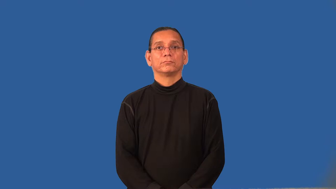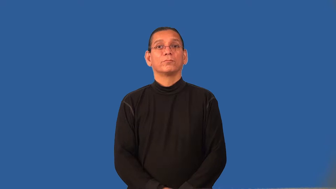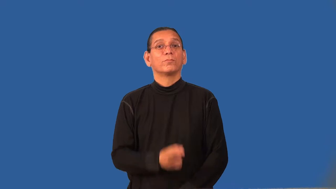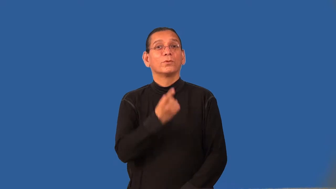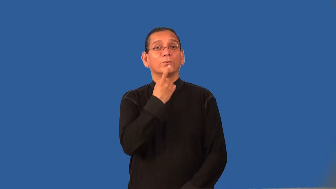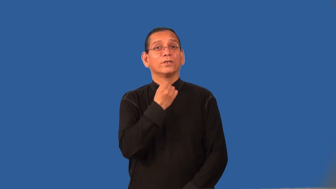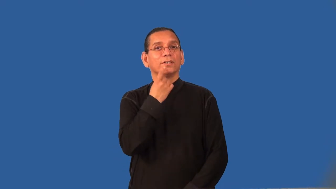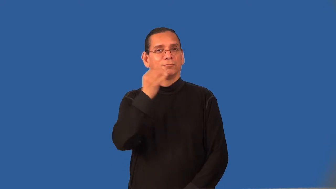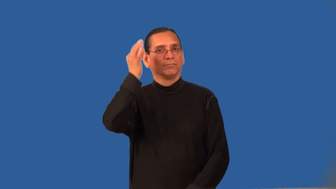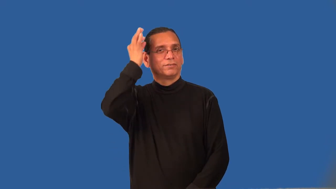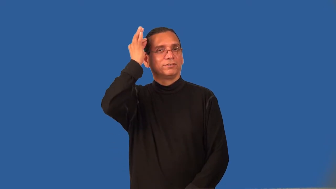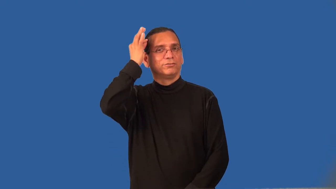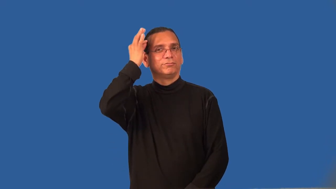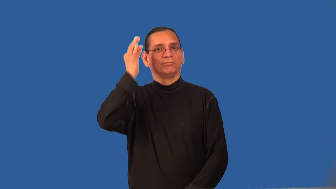redhead